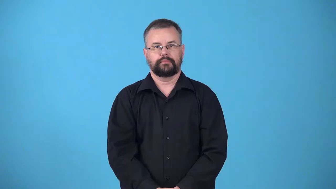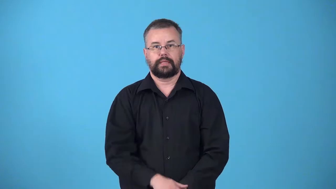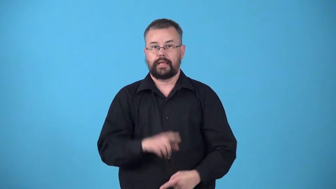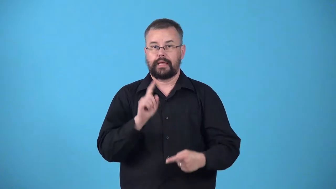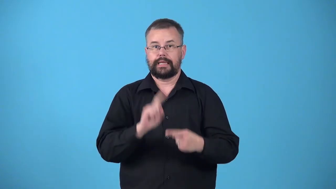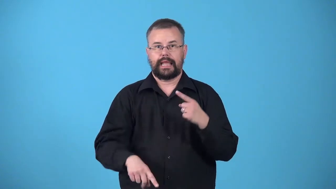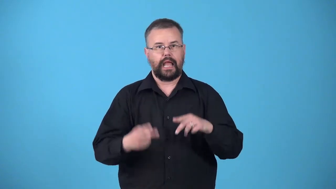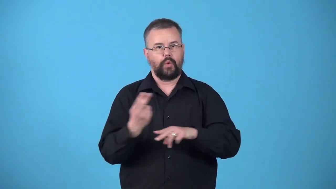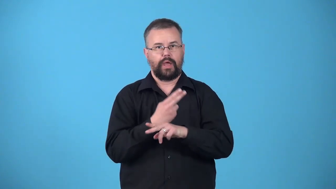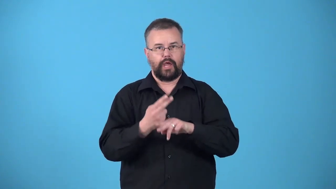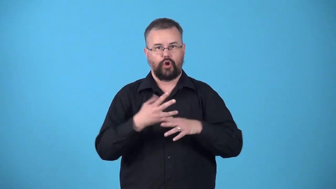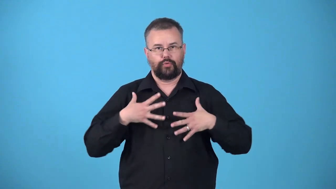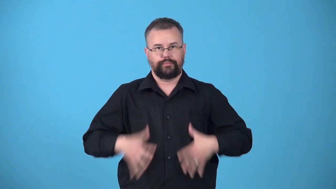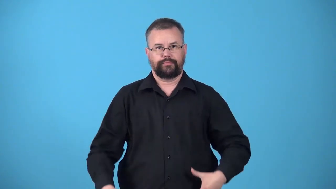unwearable